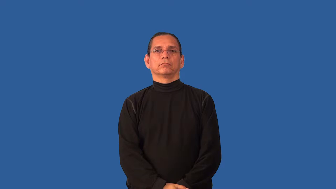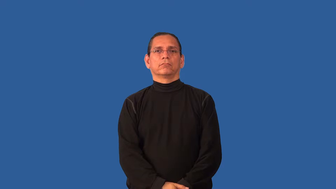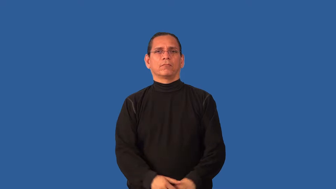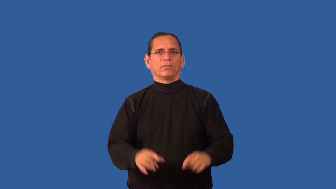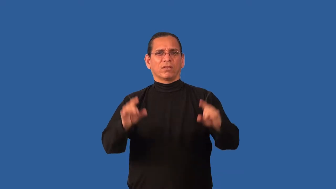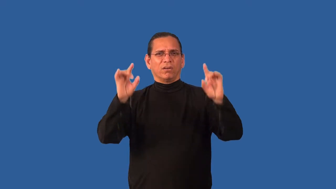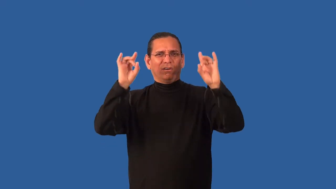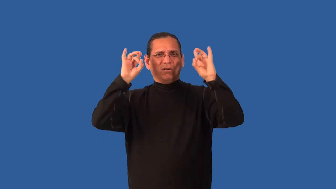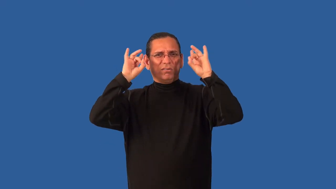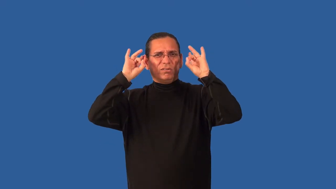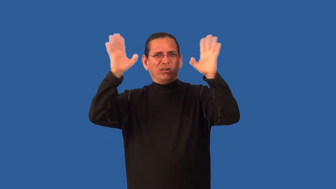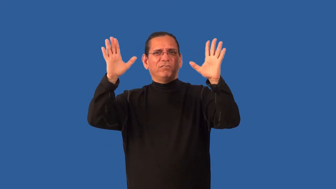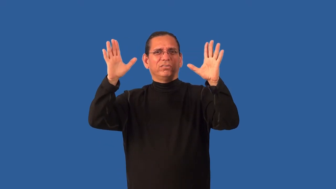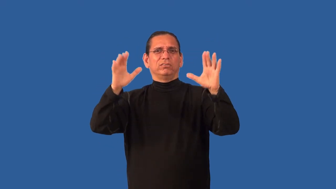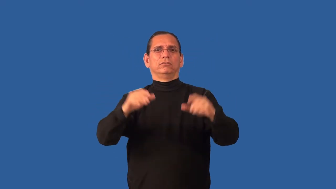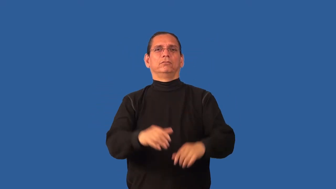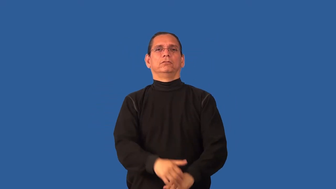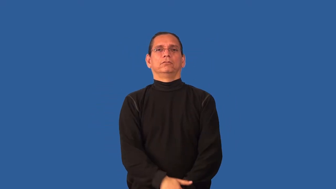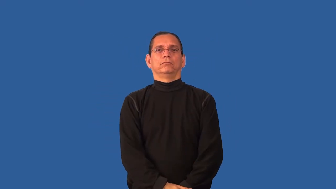beastly